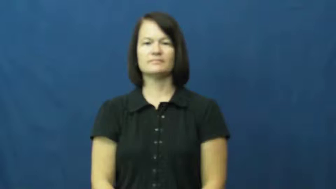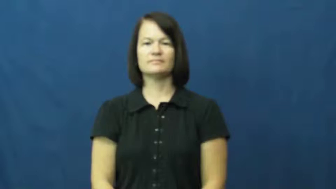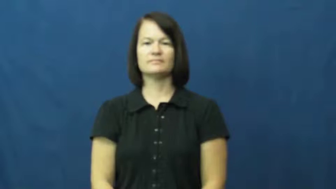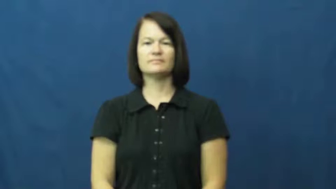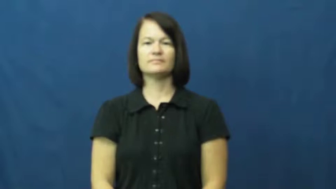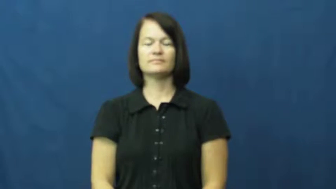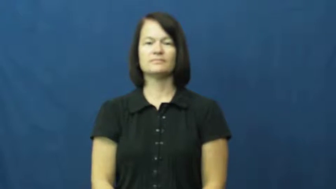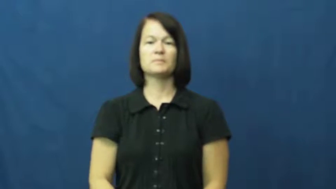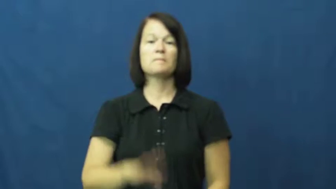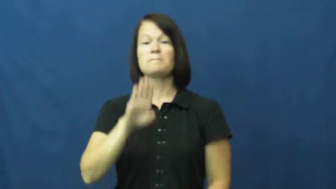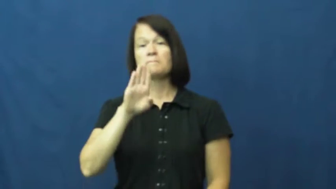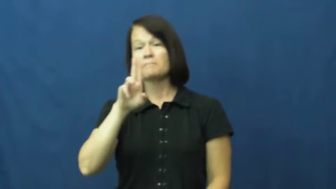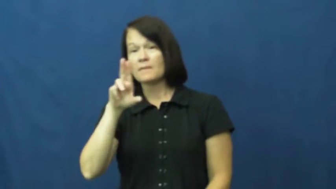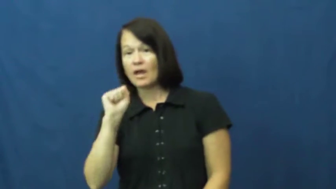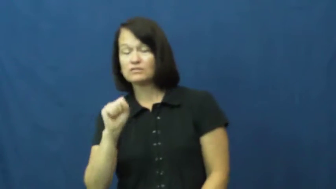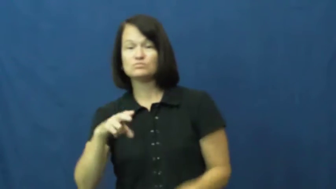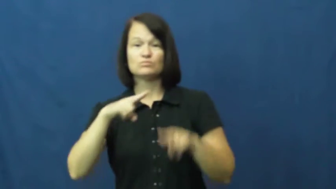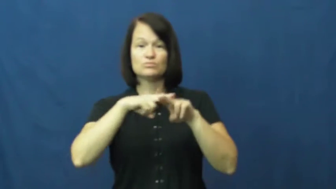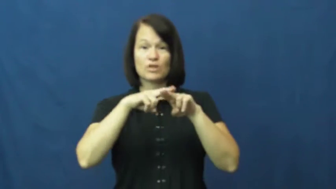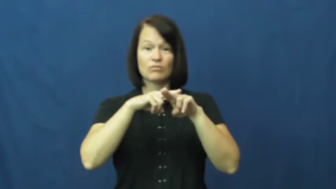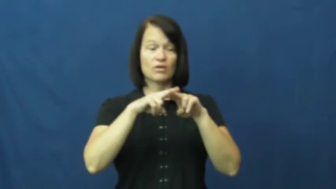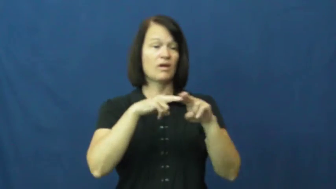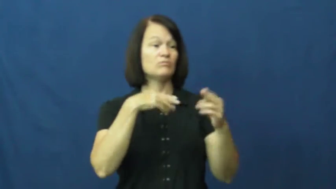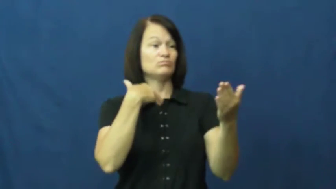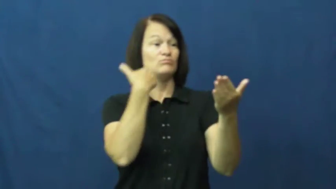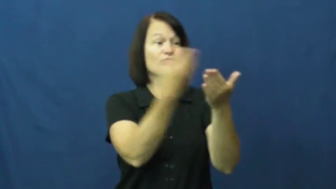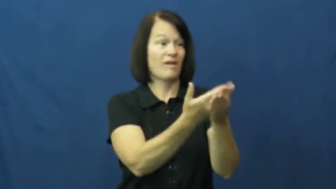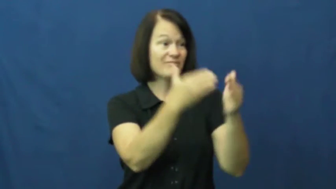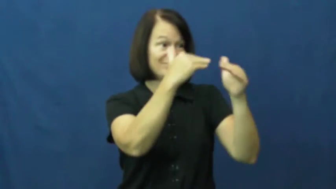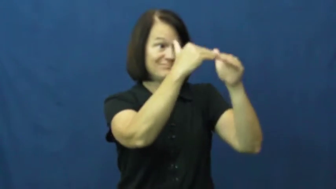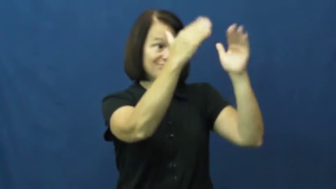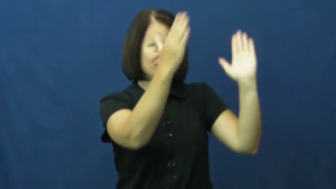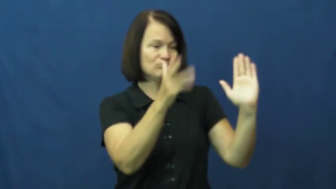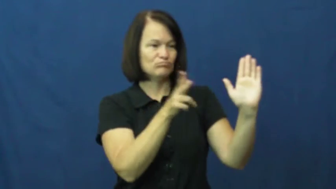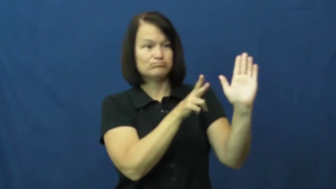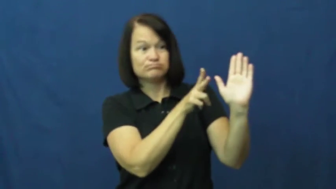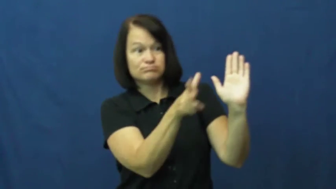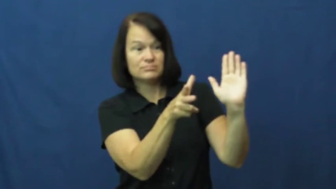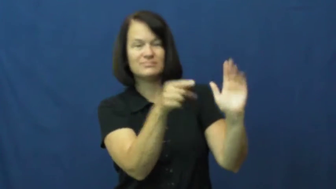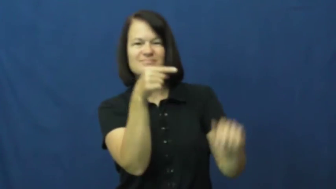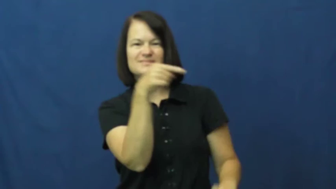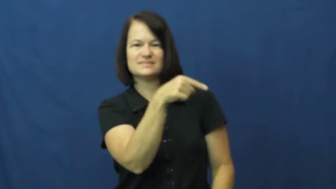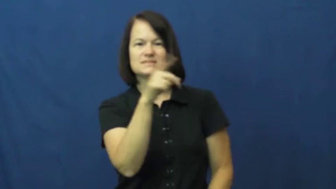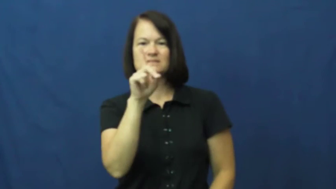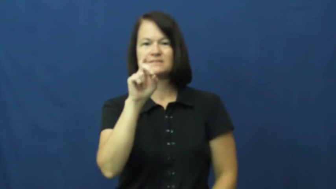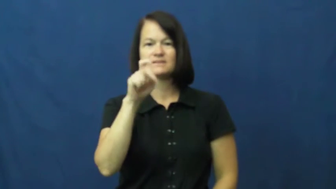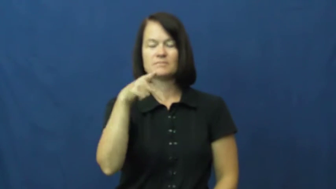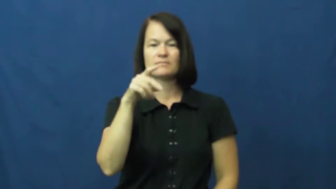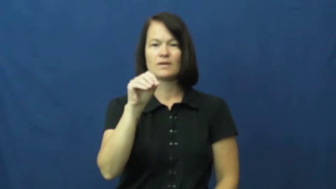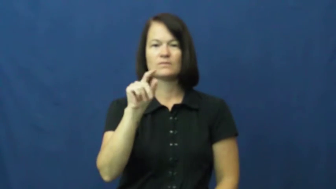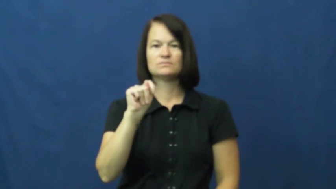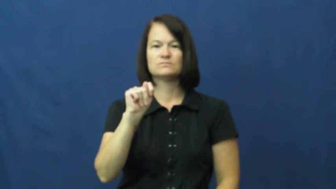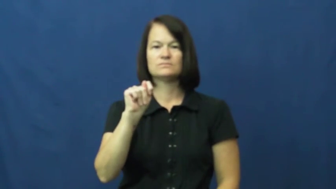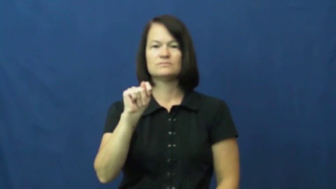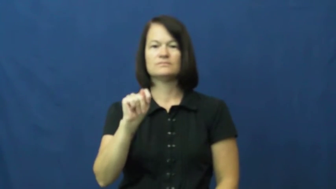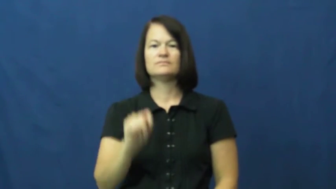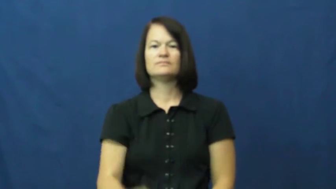depot